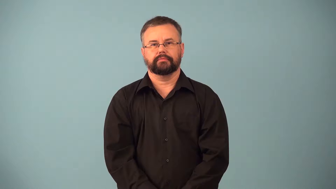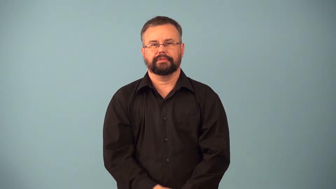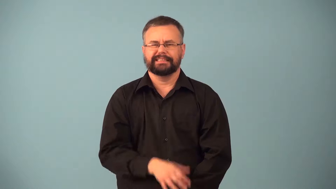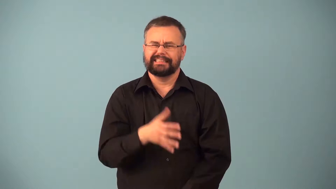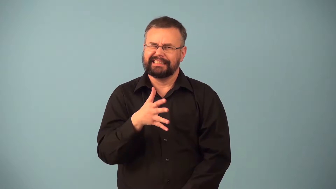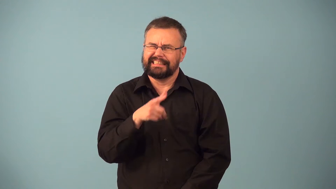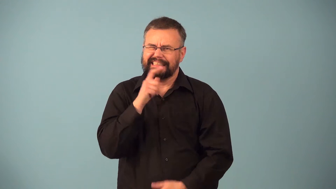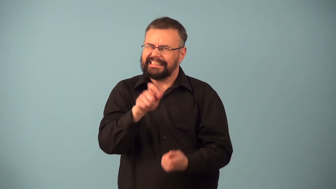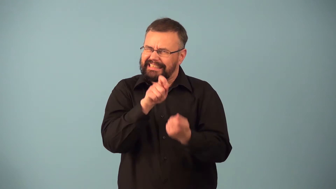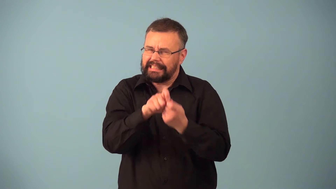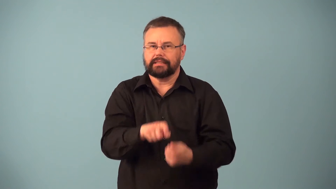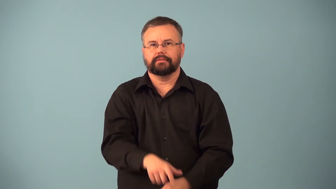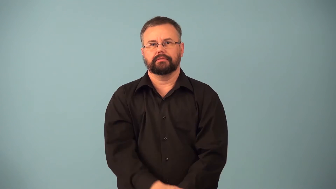imprecise,inexact